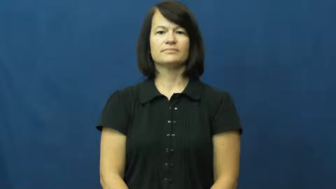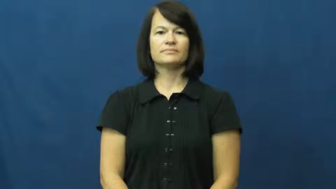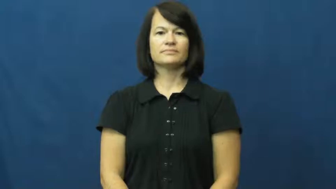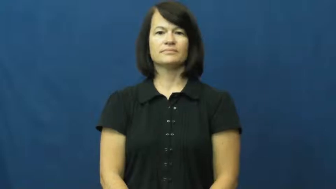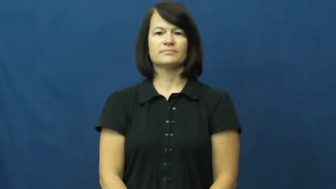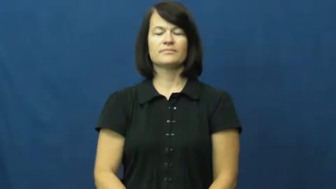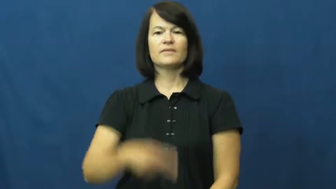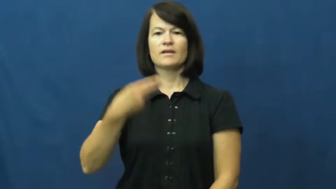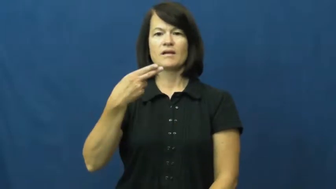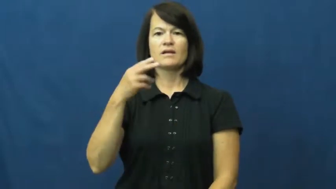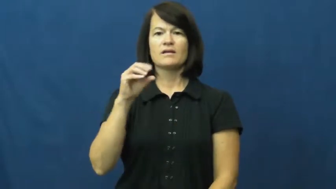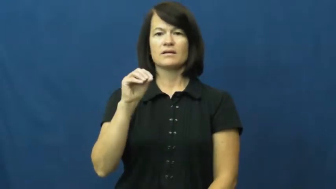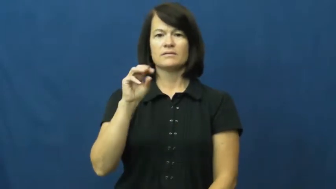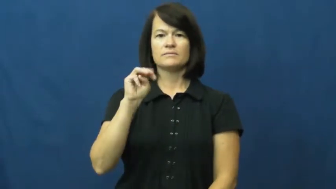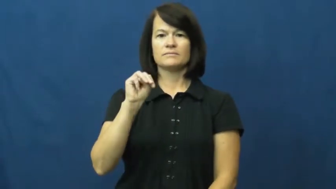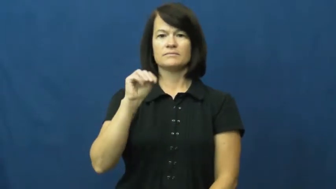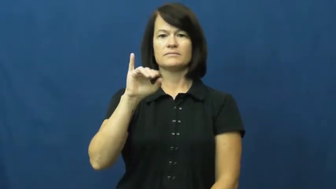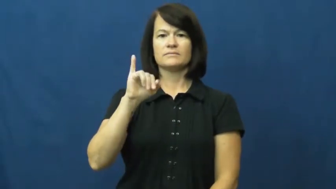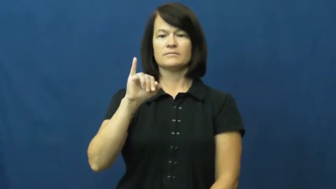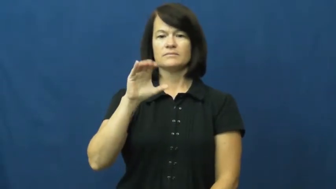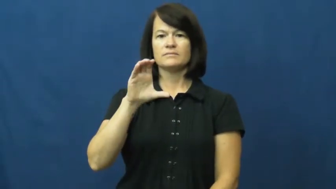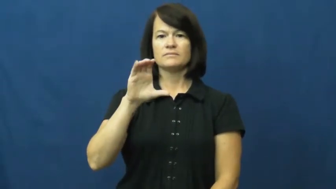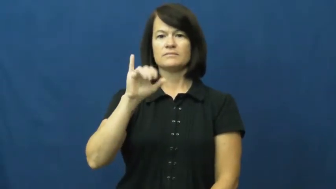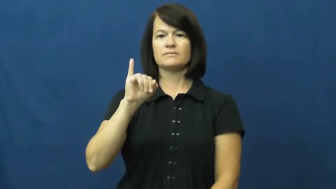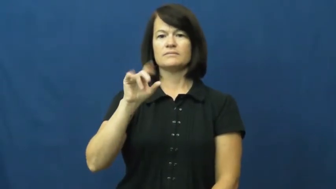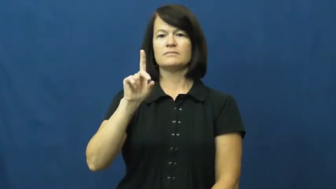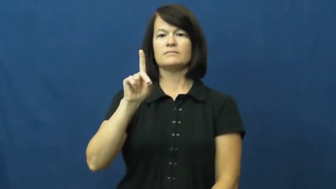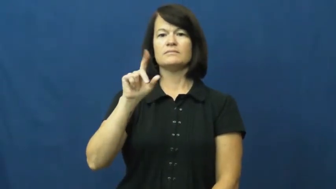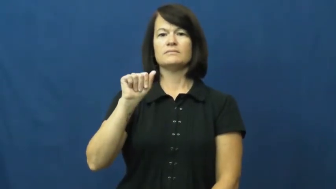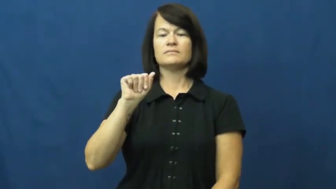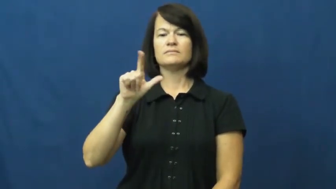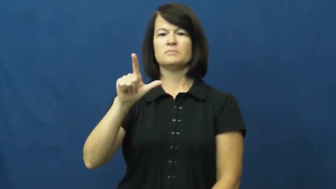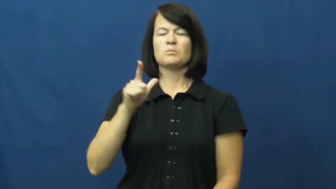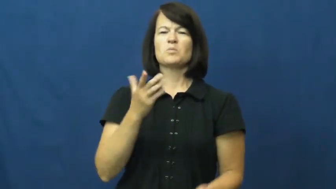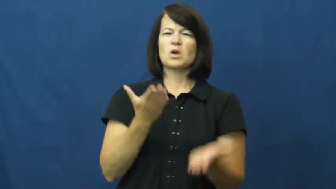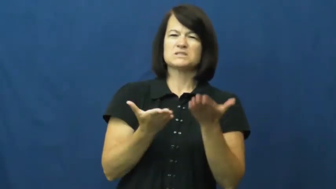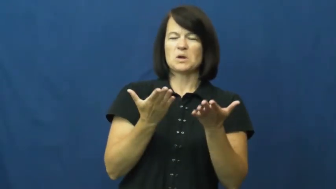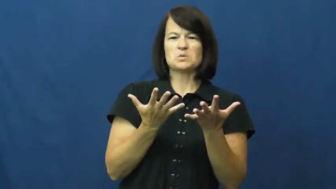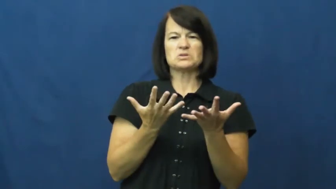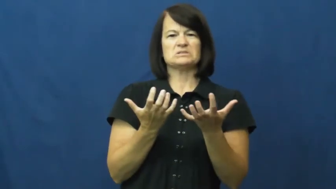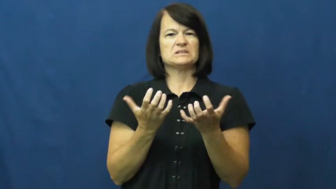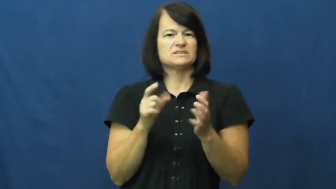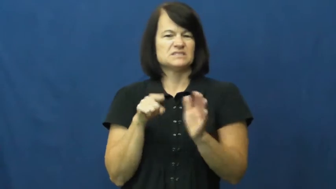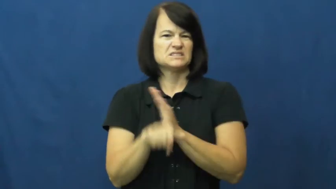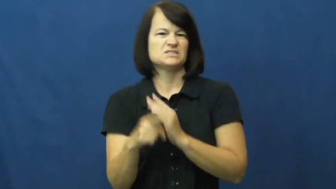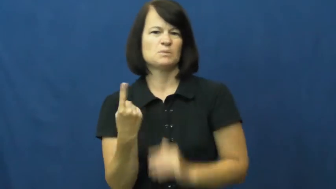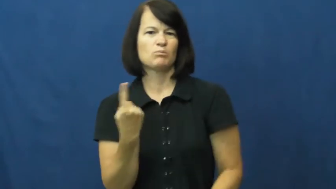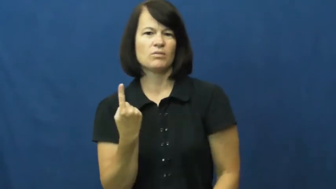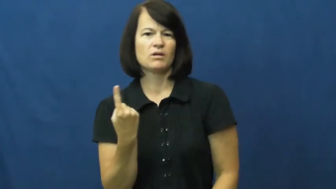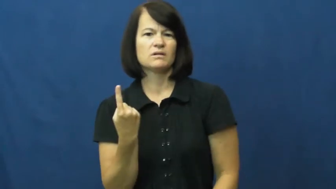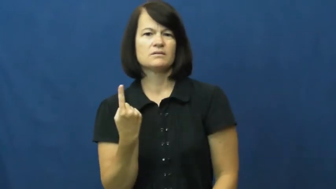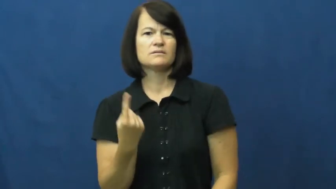homicidal